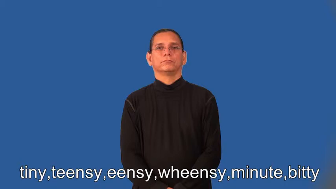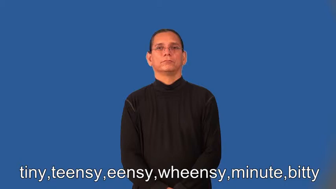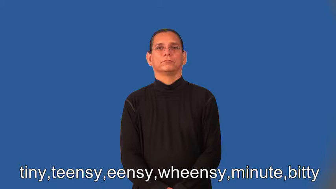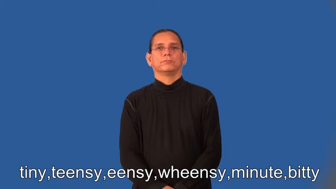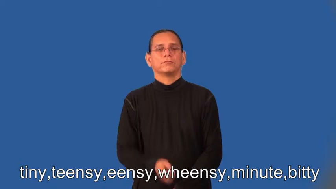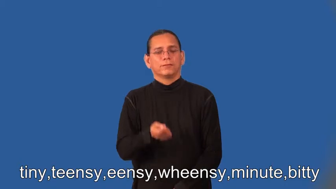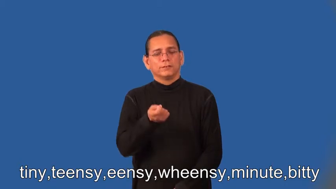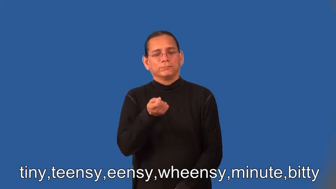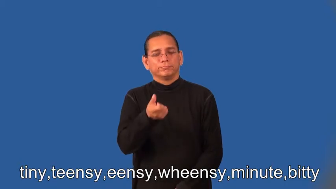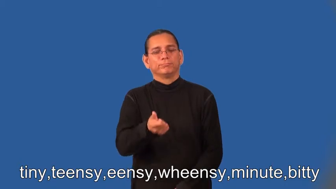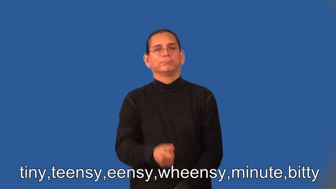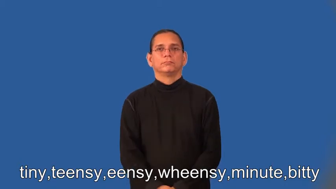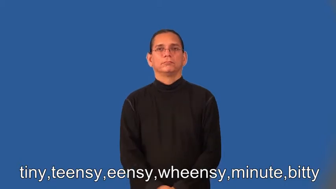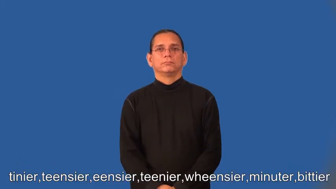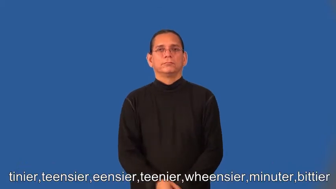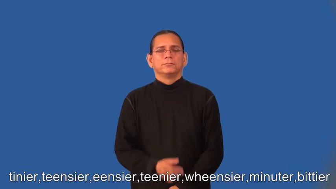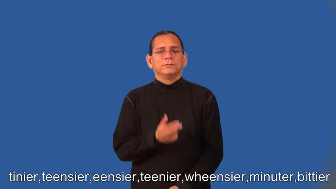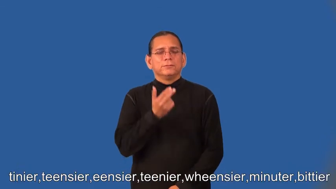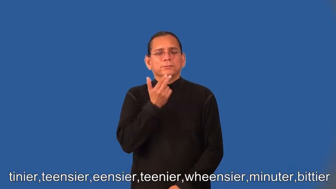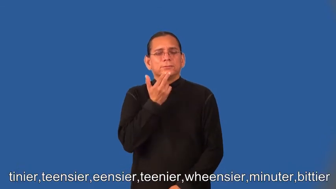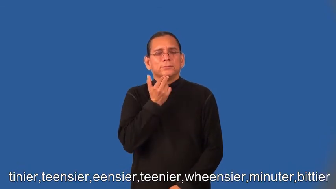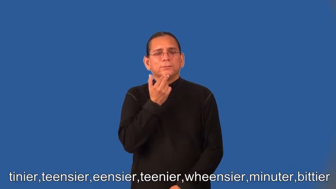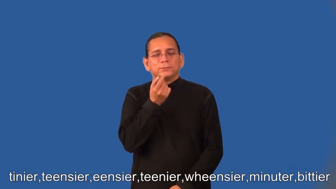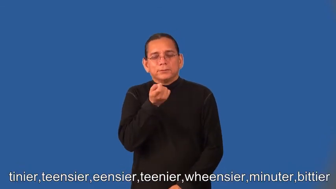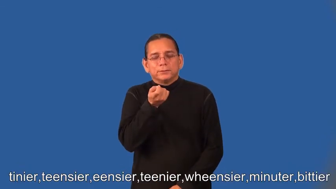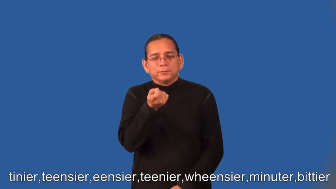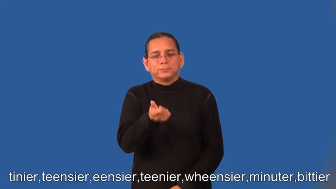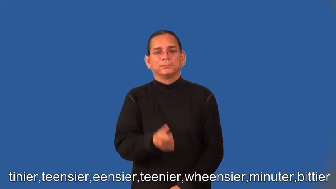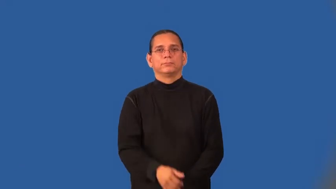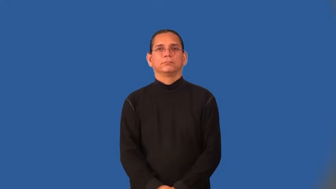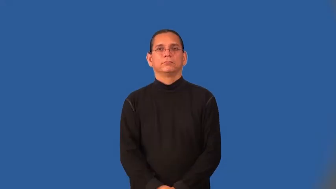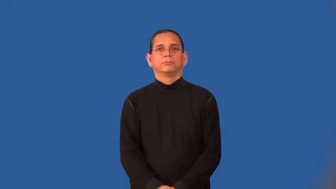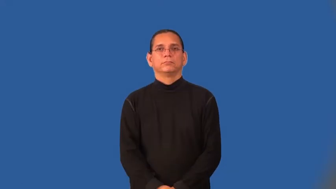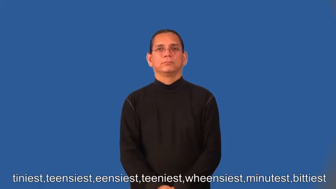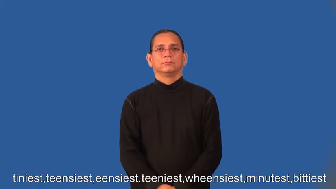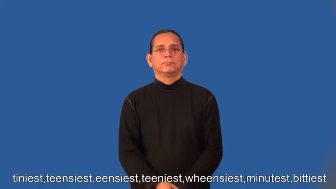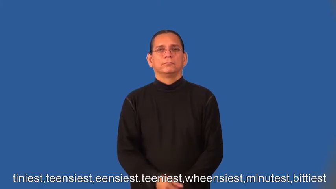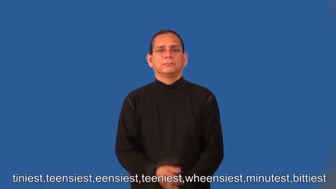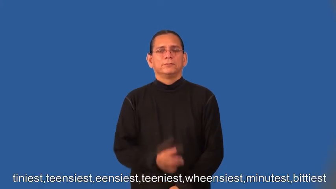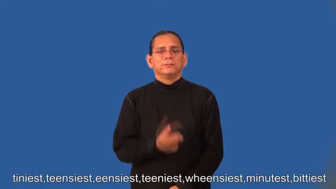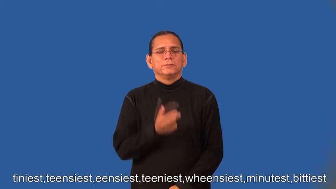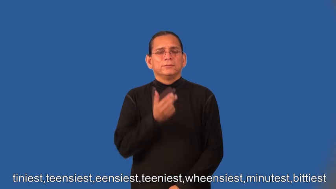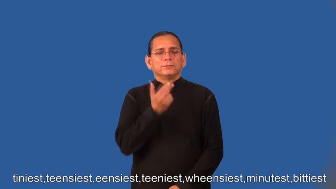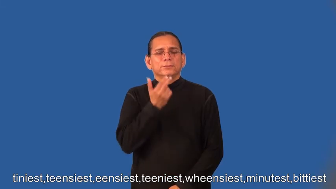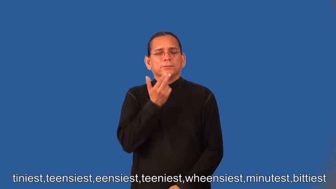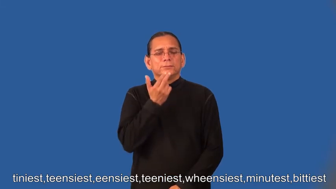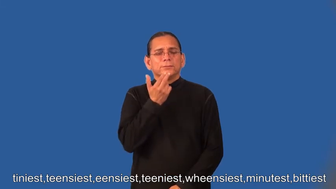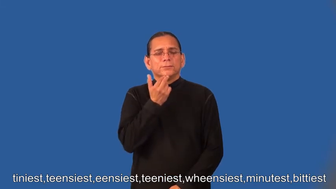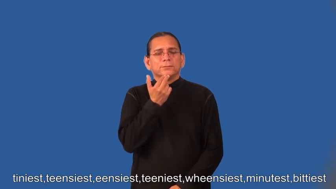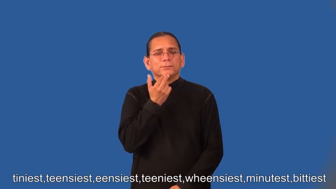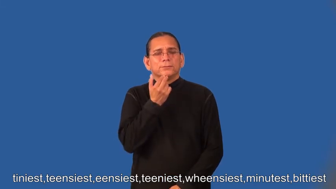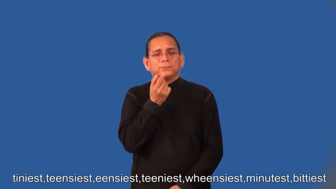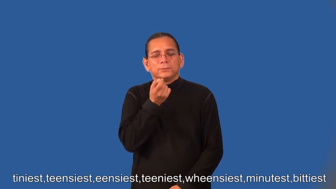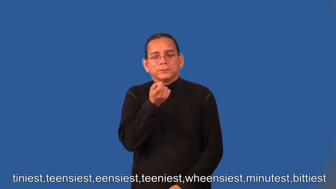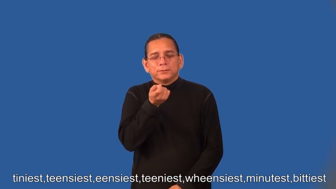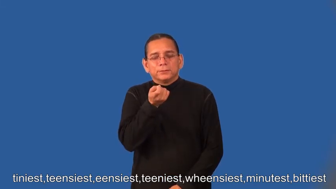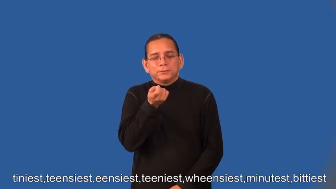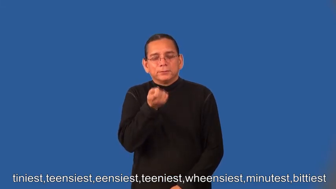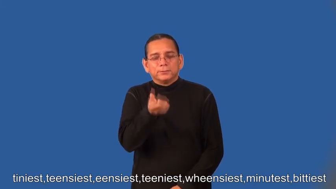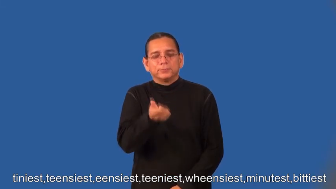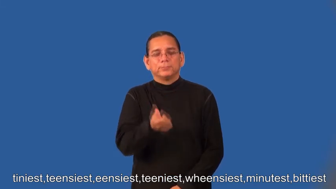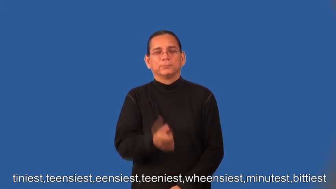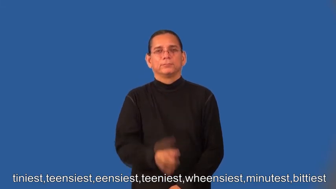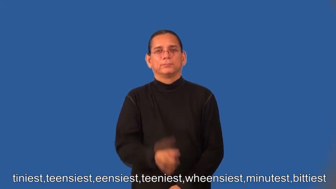tinier,teensier,eensier,teenier,wheensier,minuter,bittier,tiniest,teensiest,eensiest,teeniest